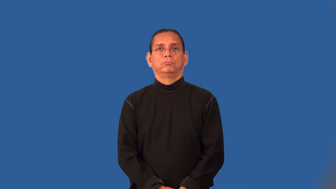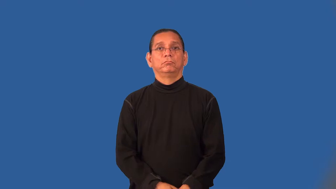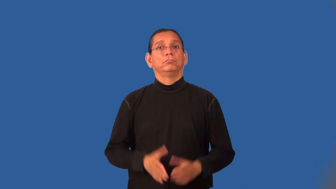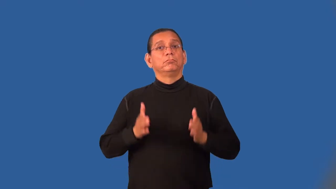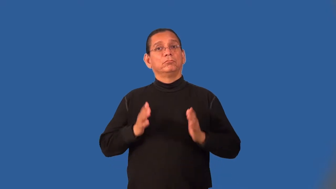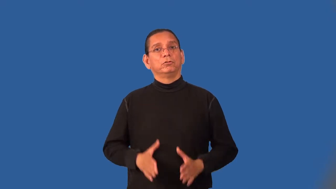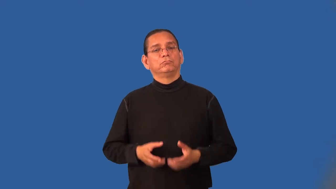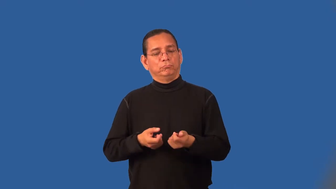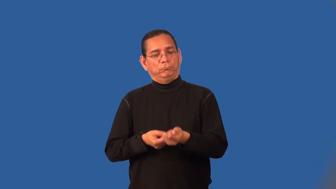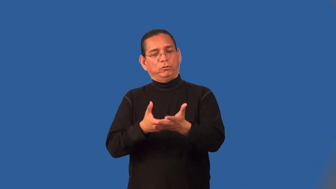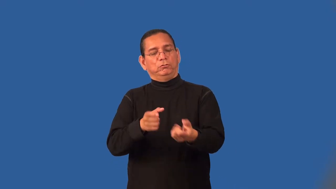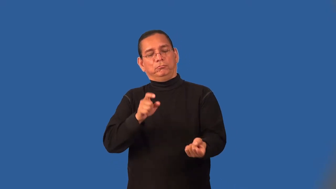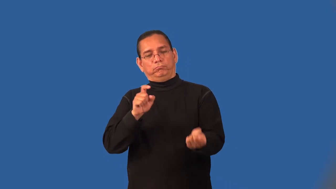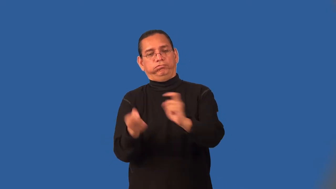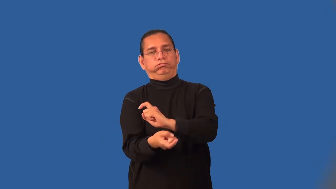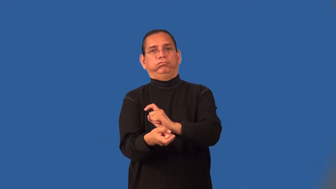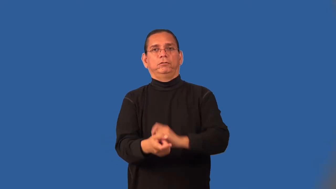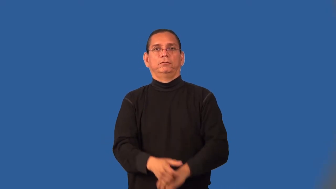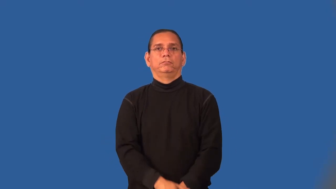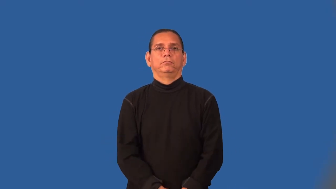mover,shaker